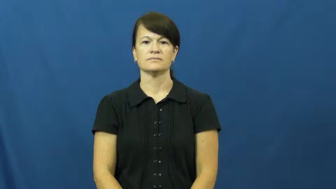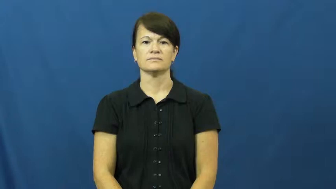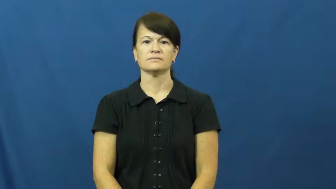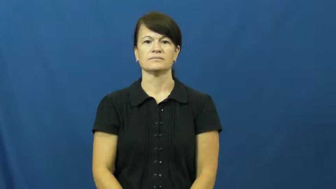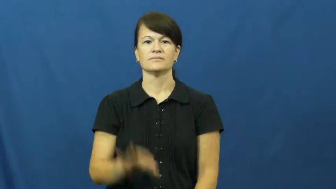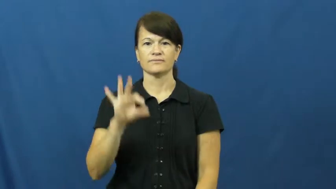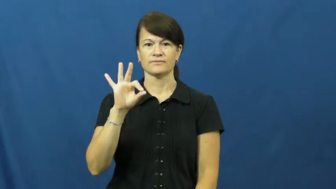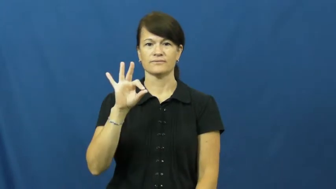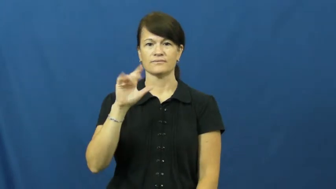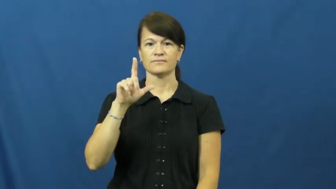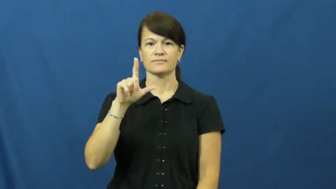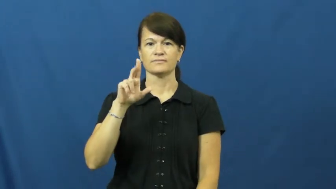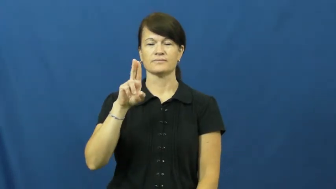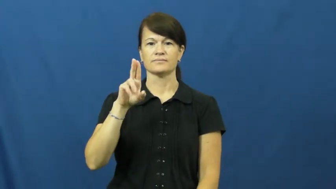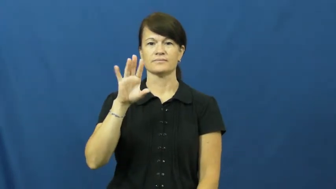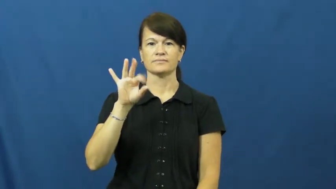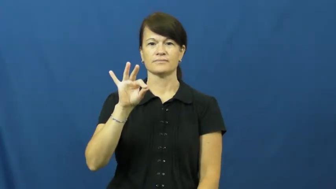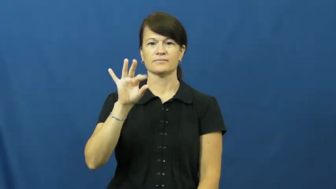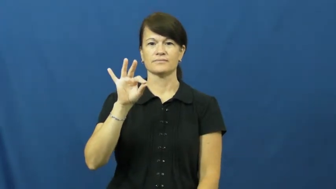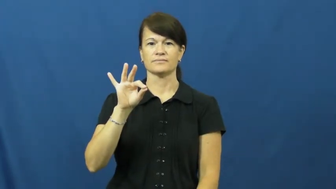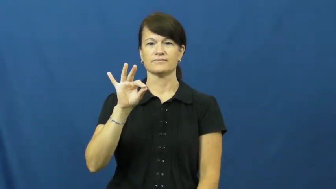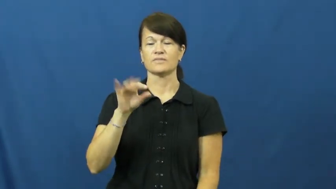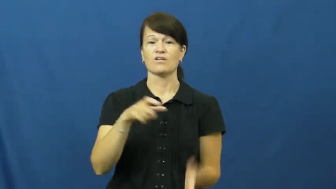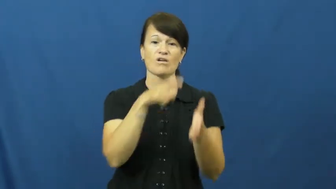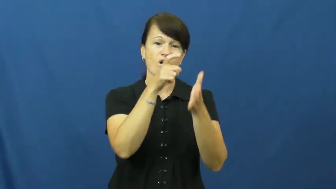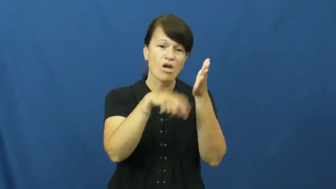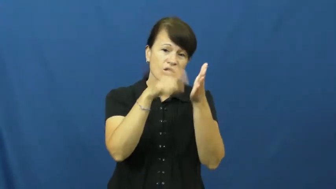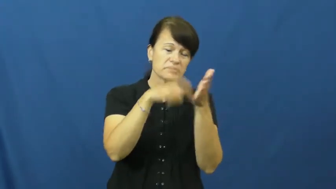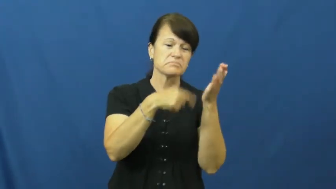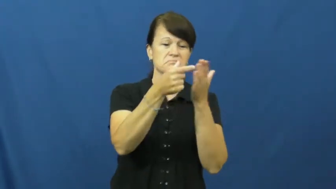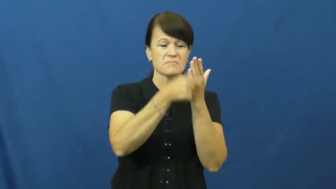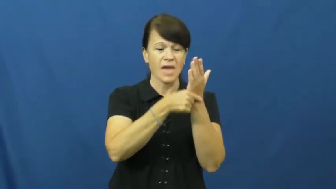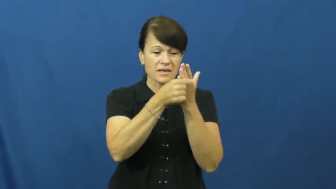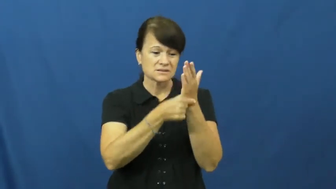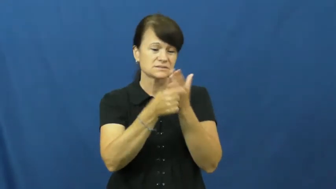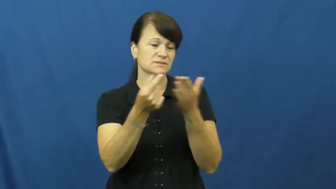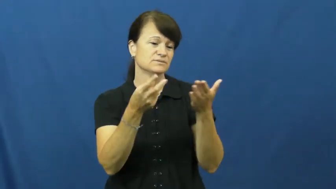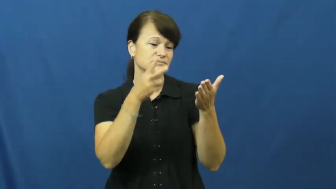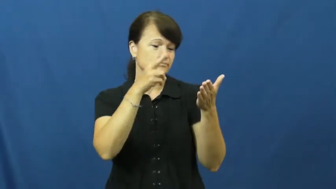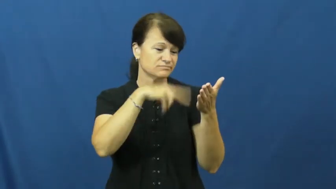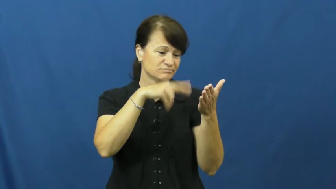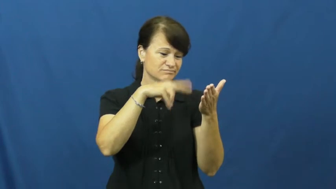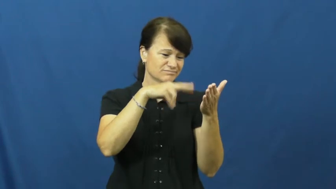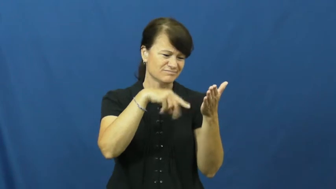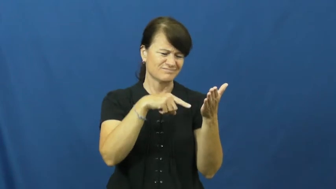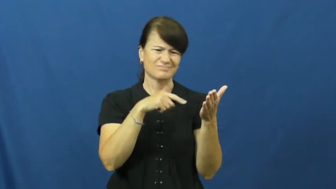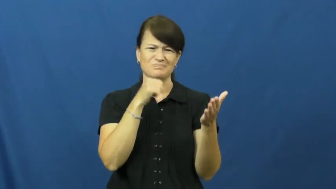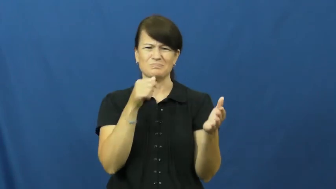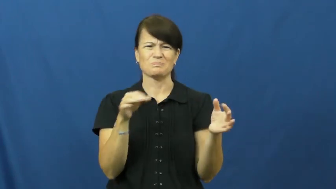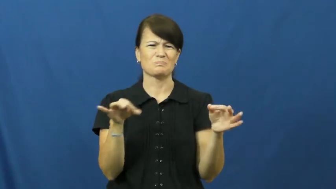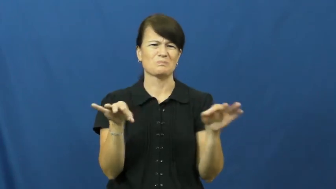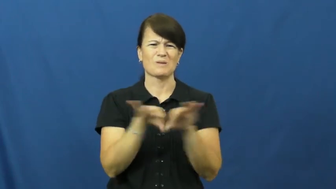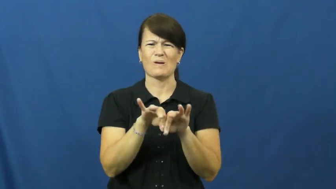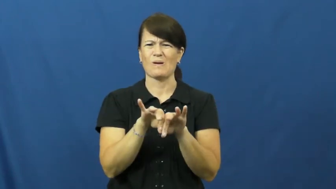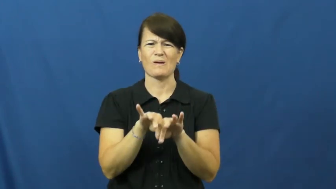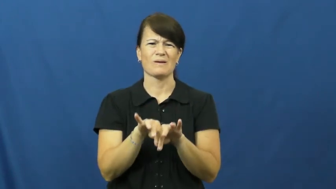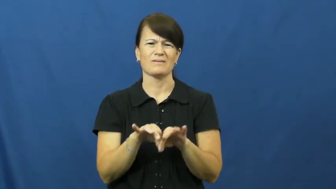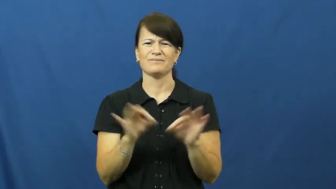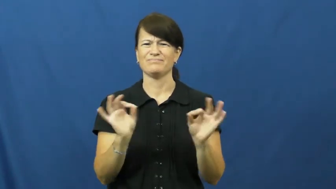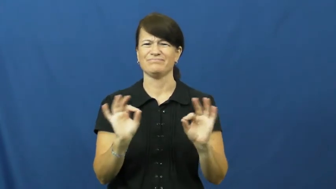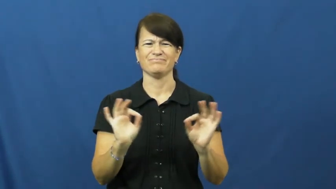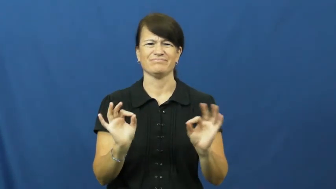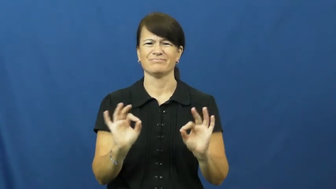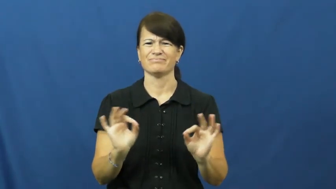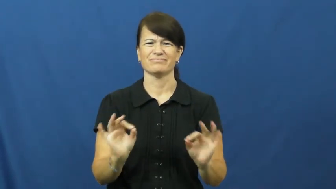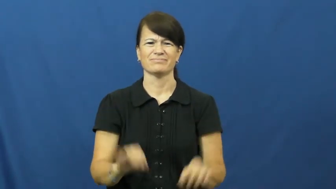fluff-popular